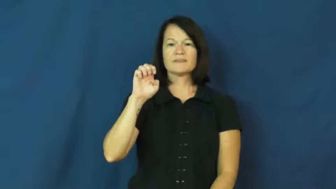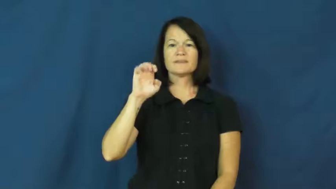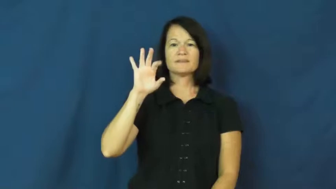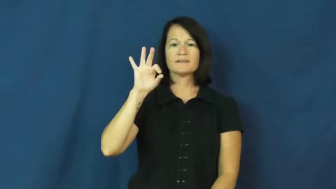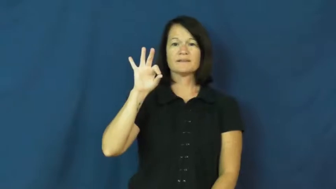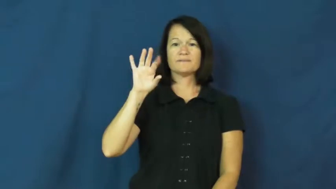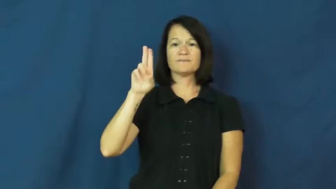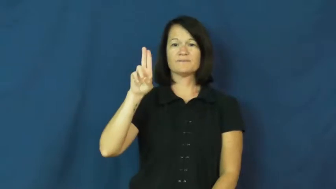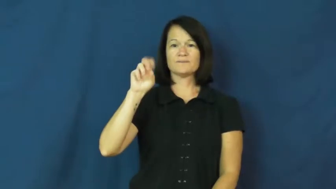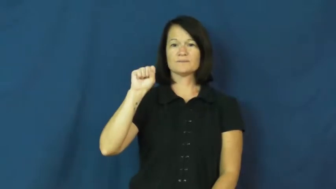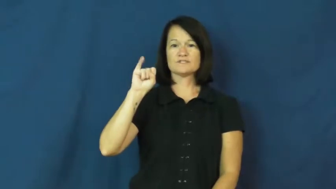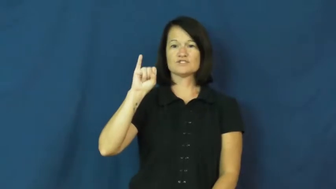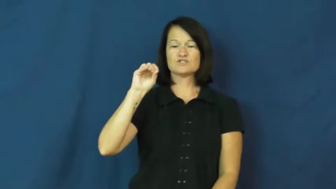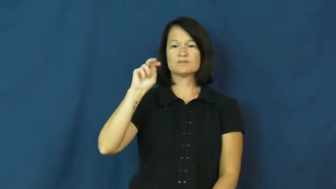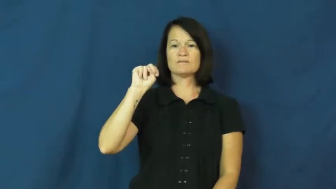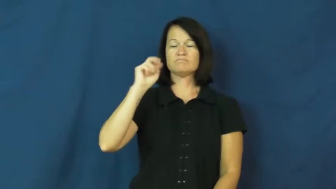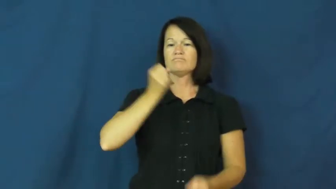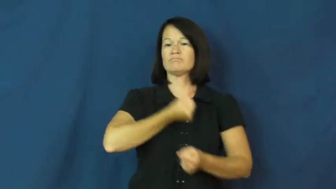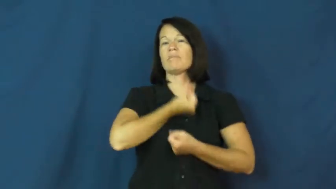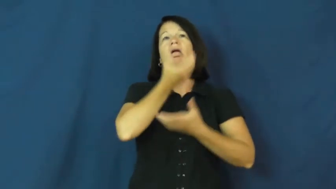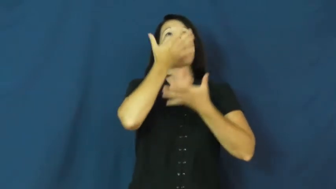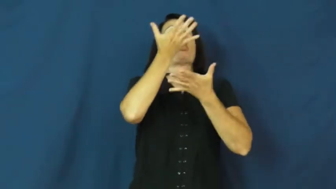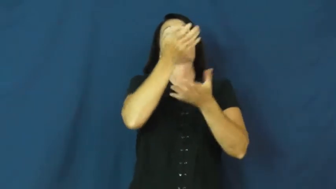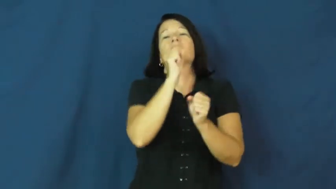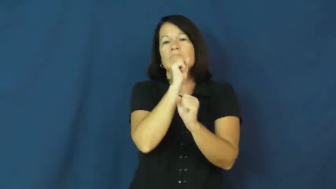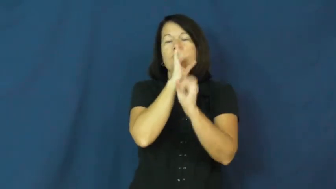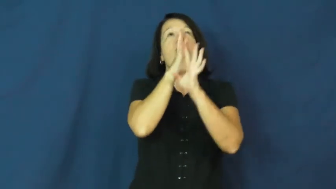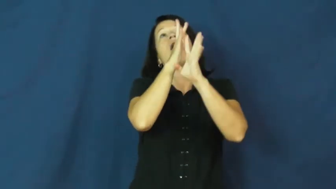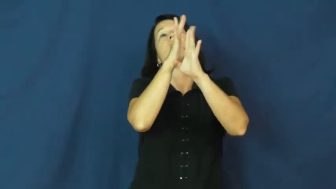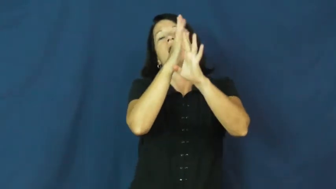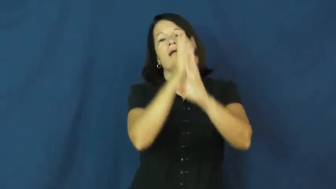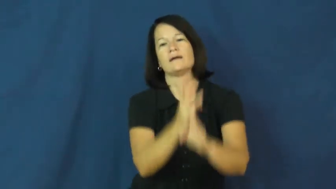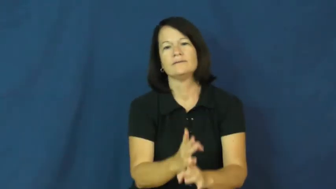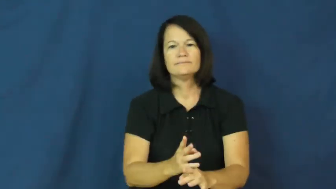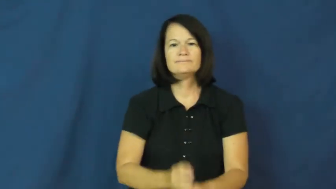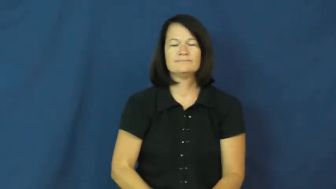effusion